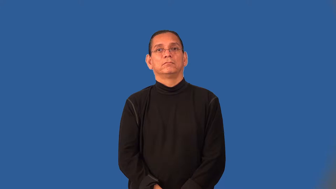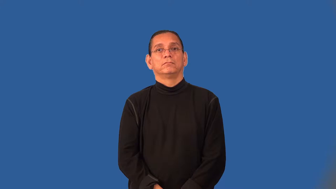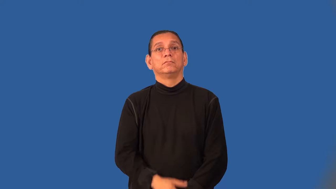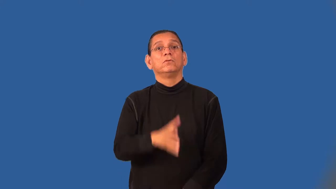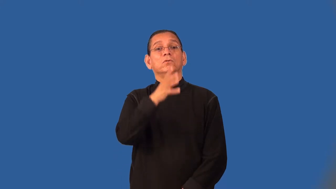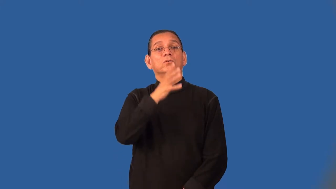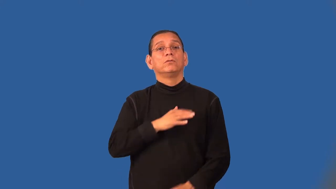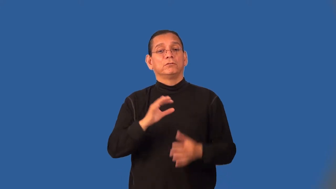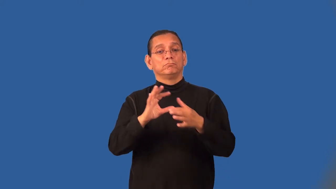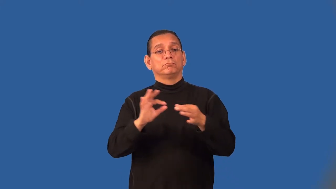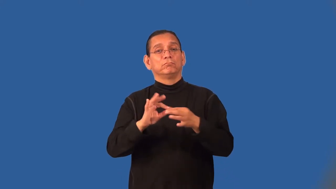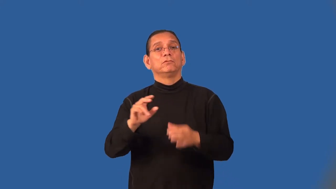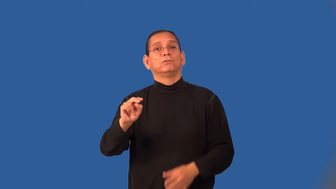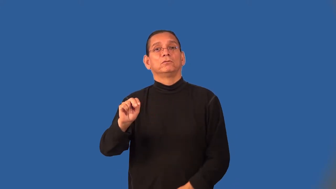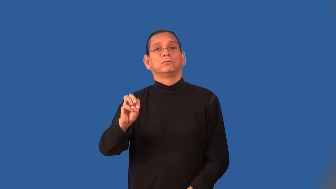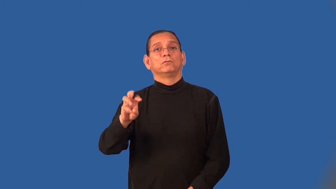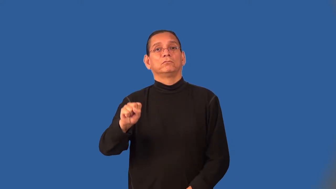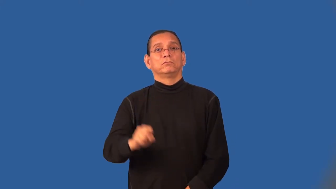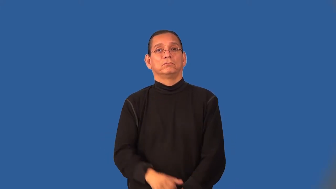anchorwoman